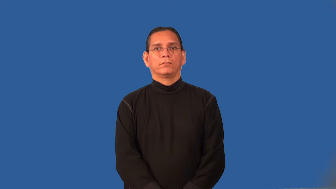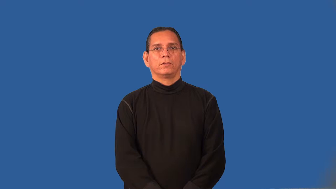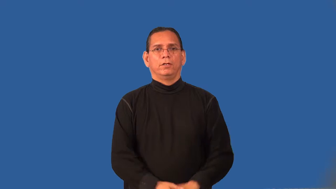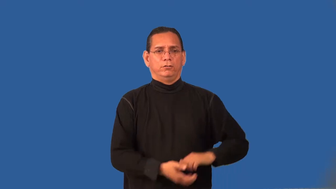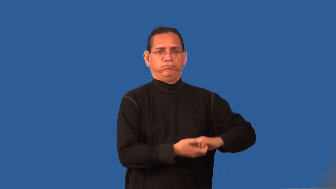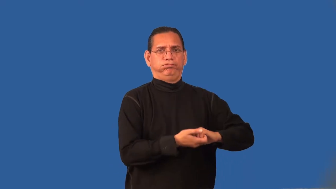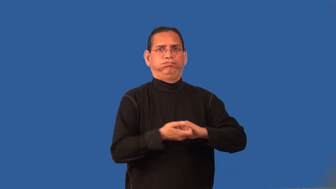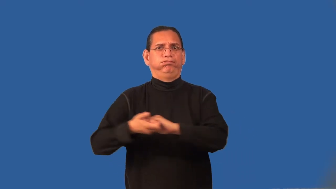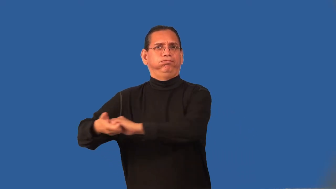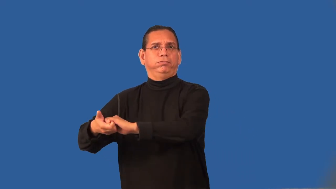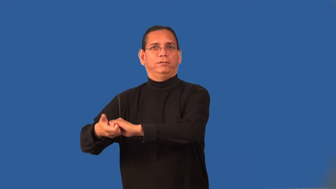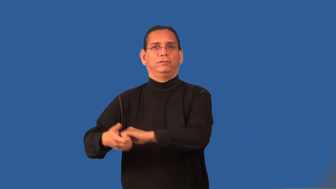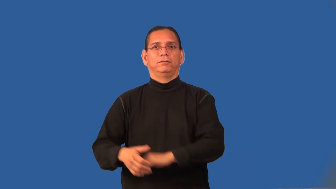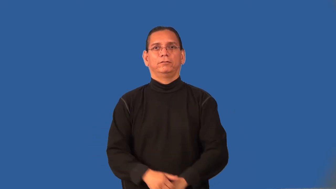pull-trailer